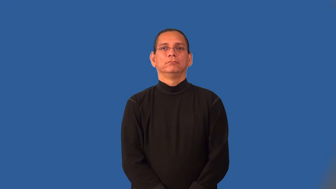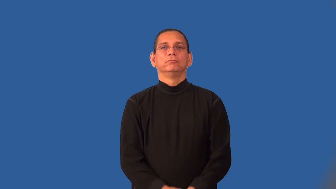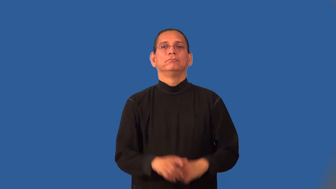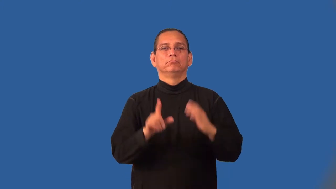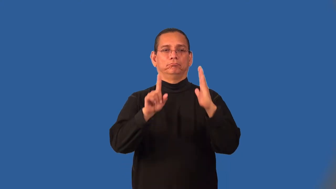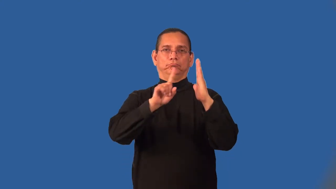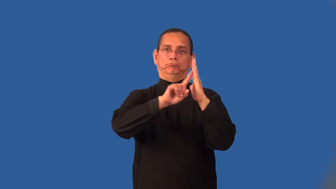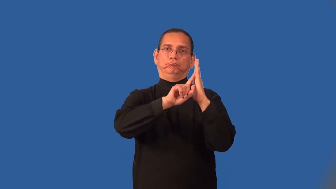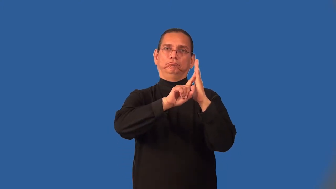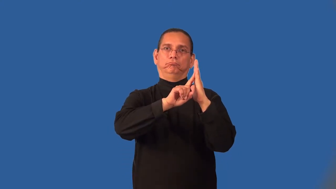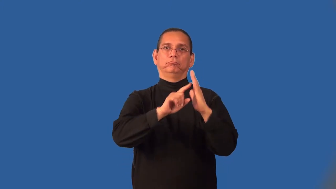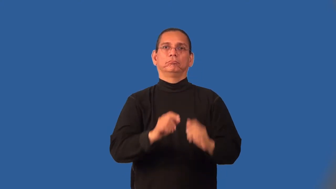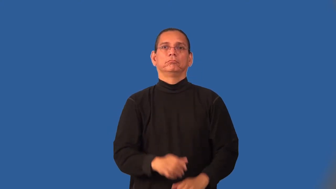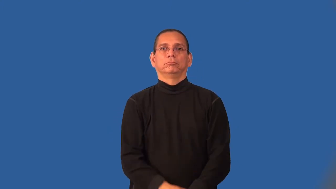lean-verb